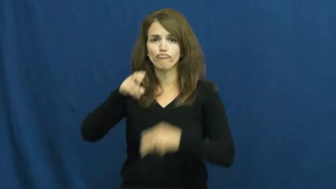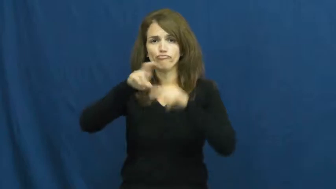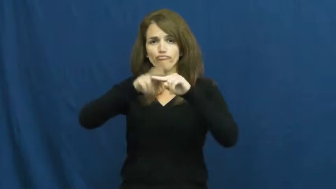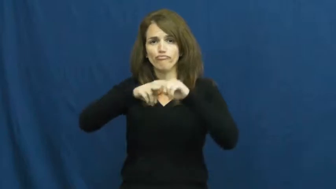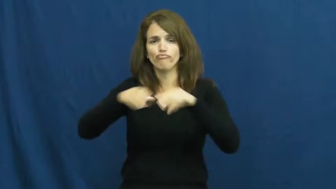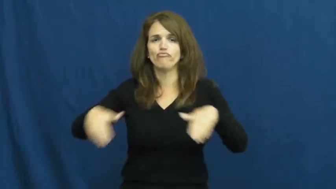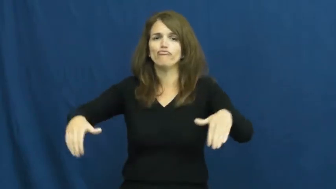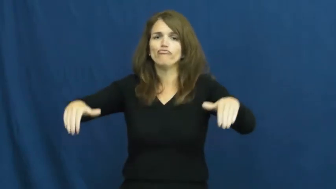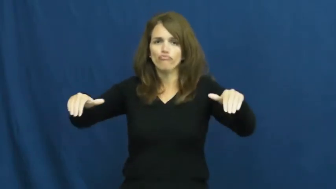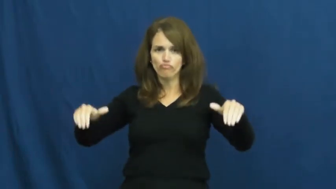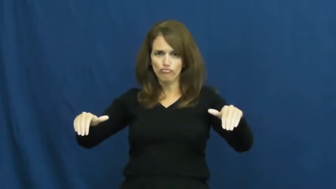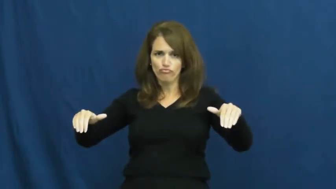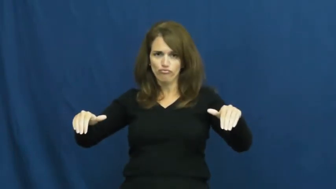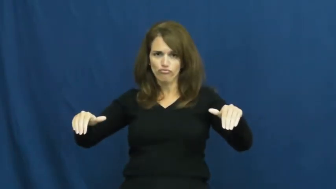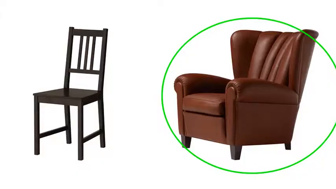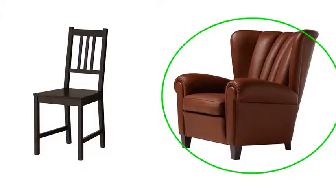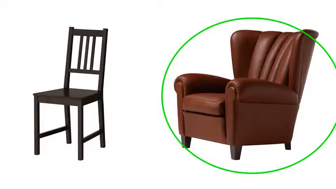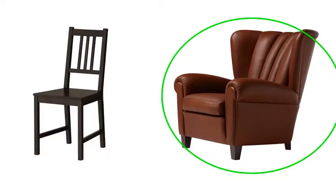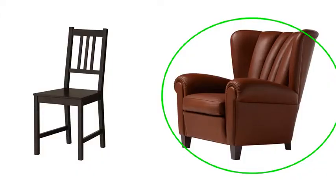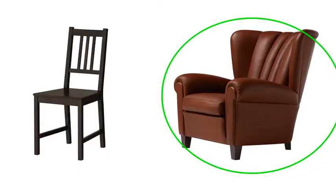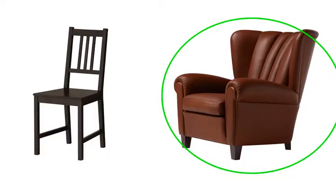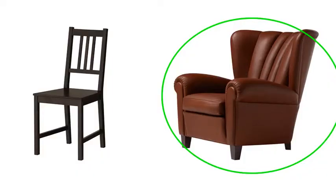armchair